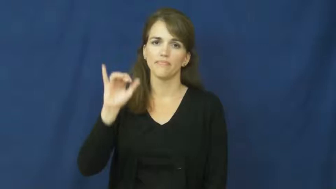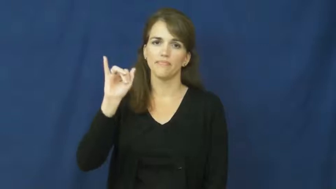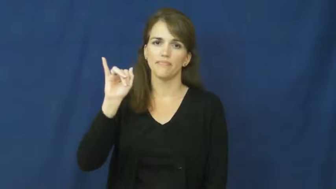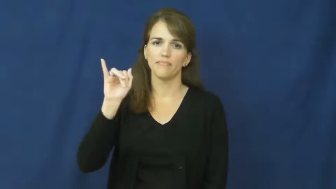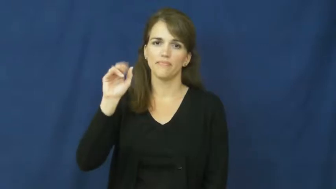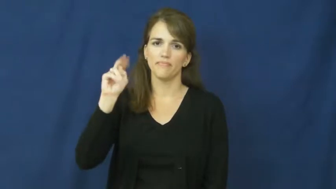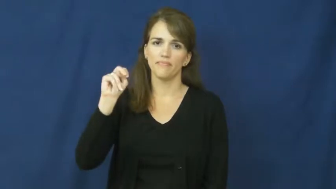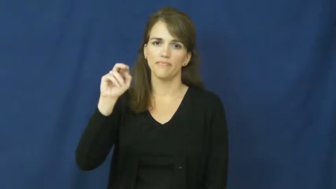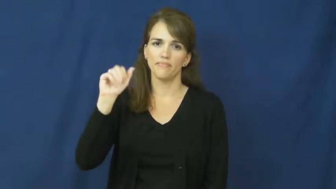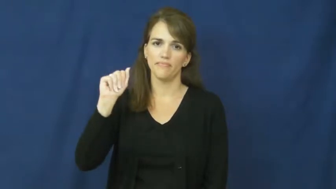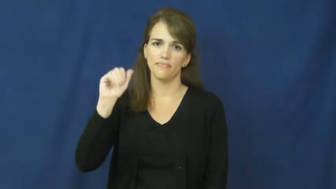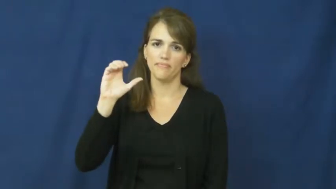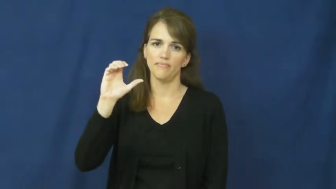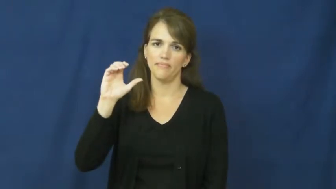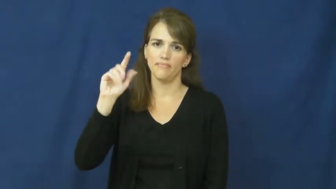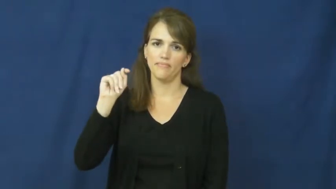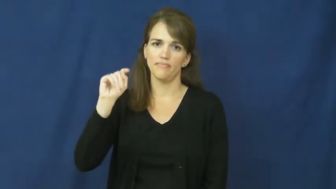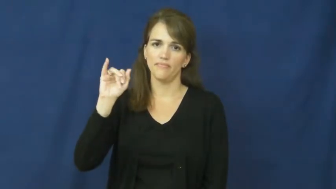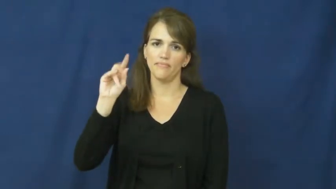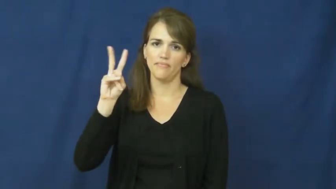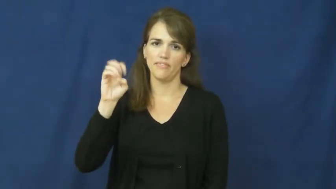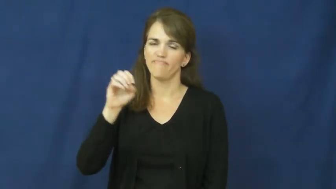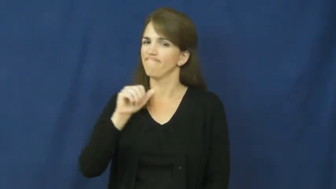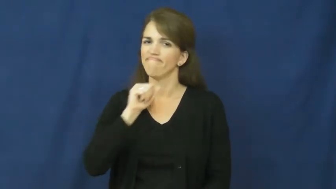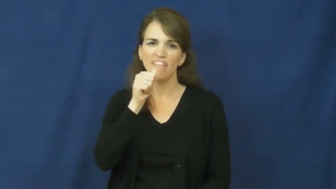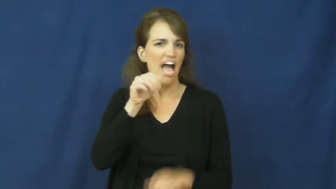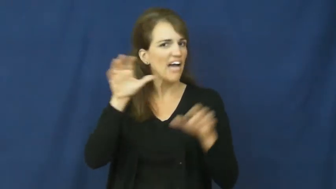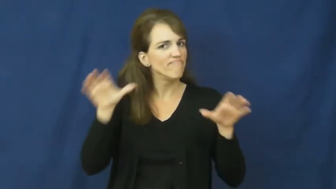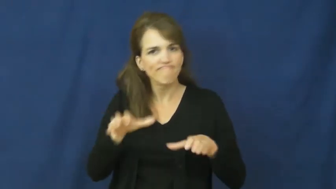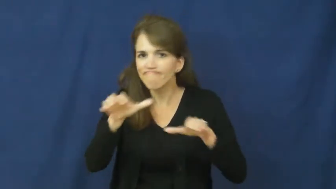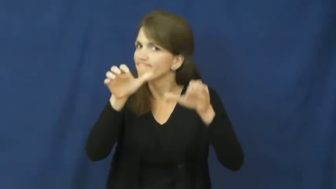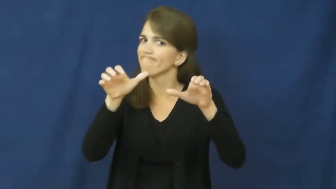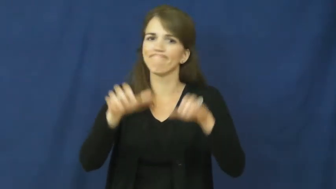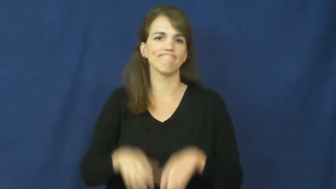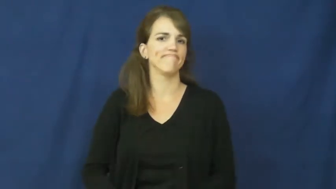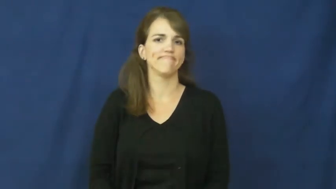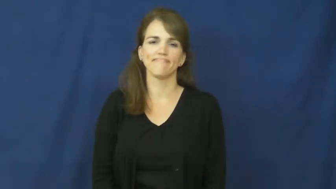inactive